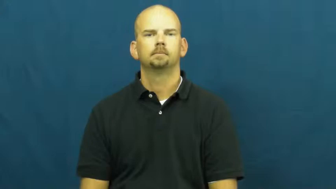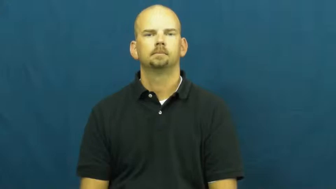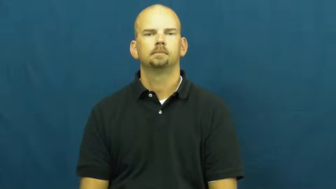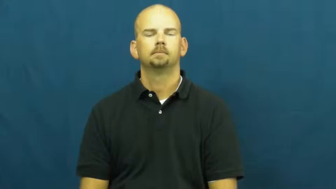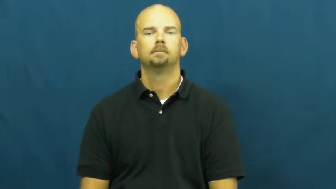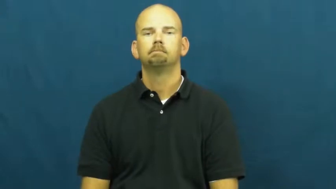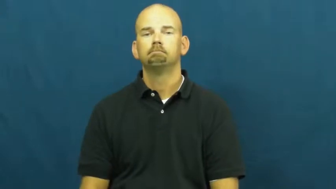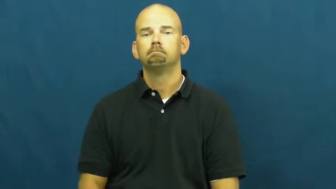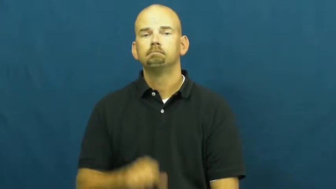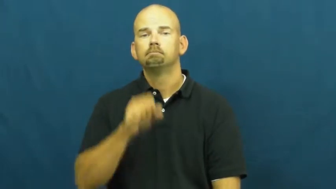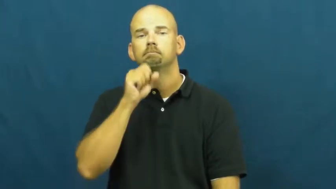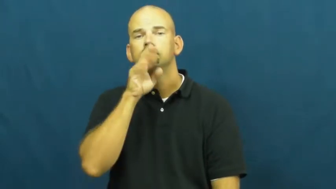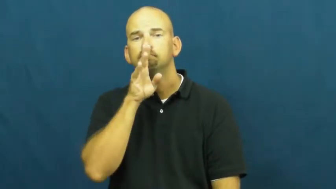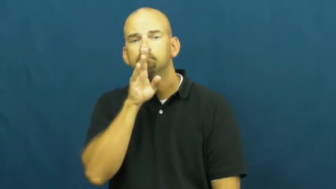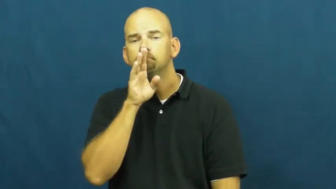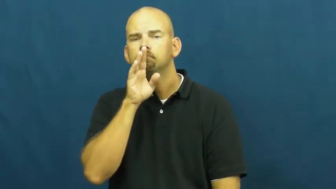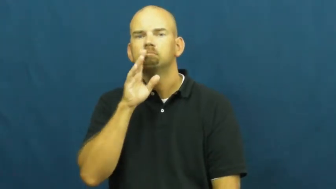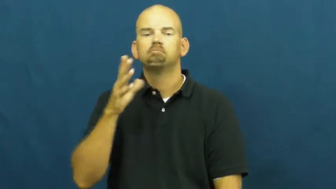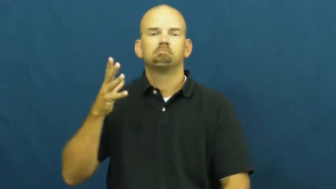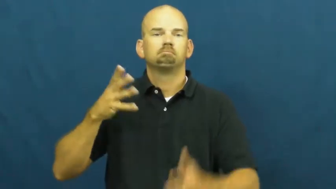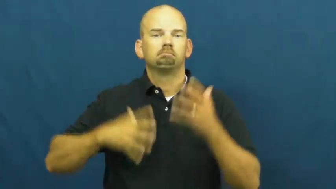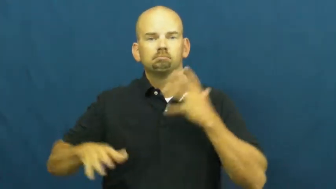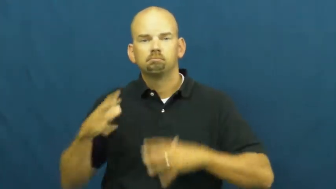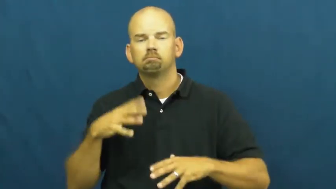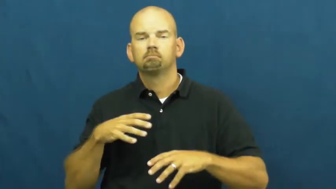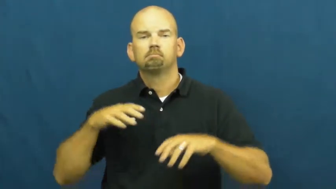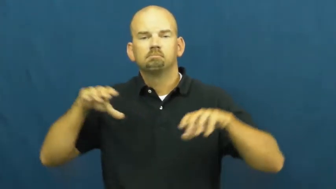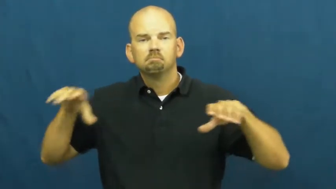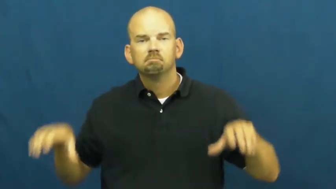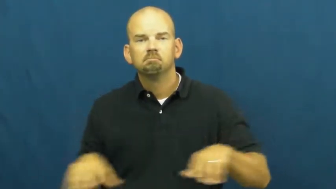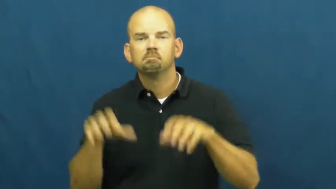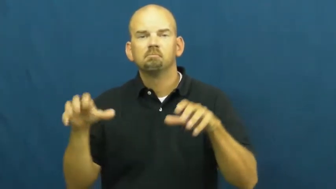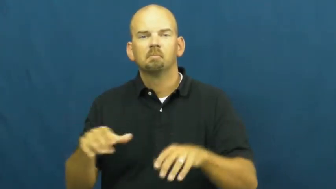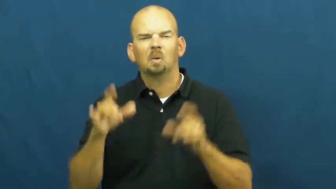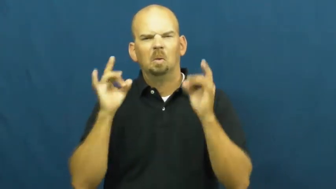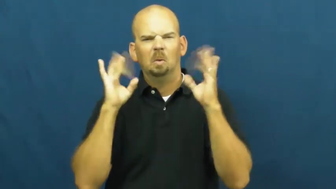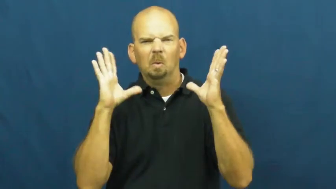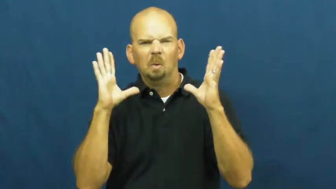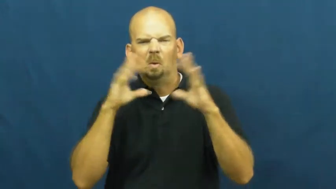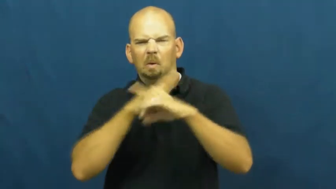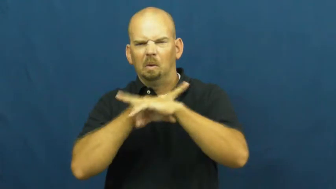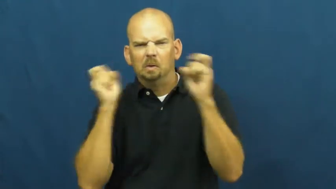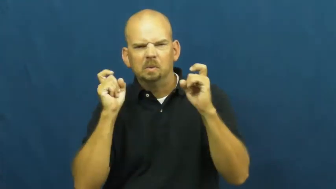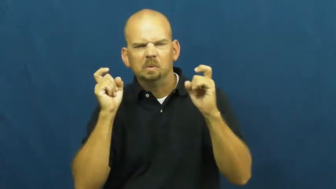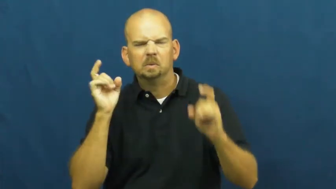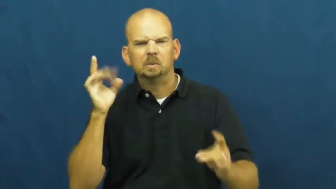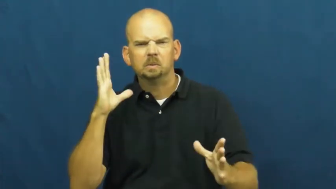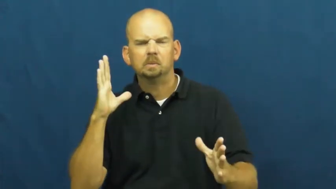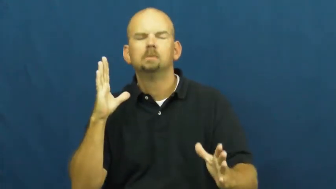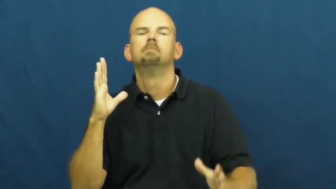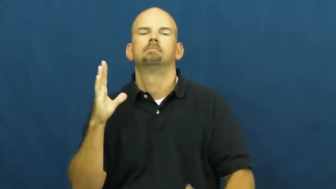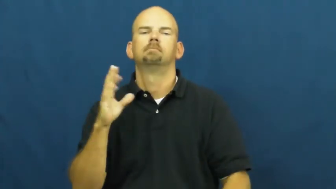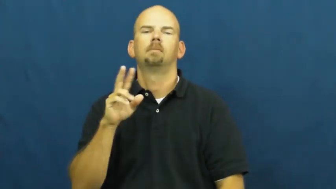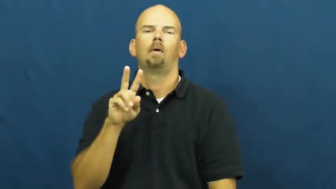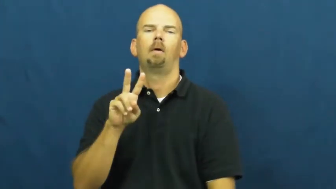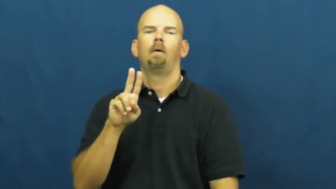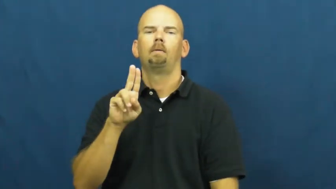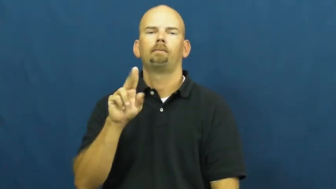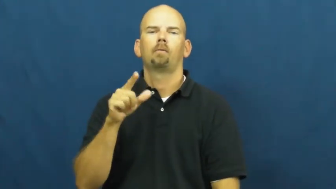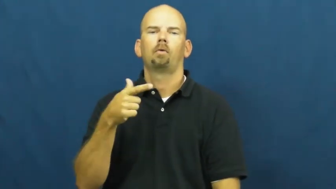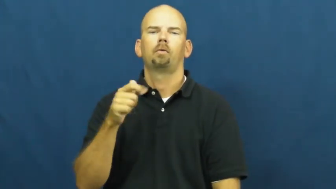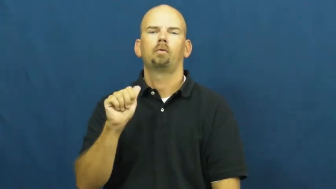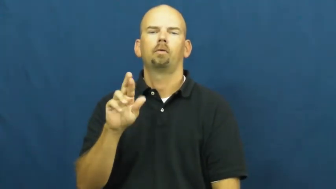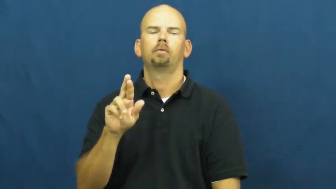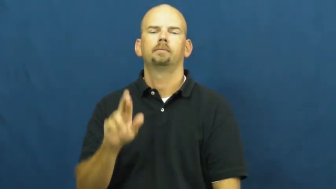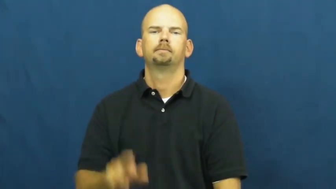vulgar